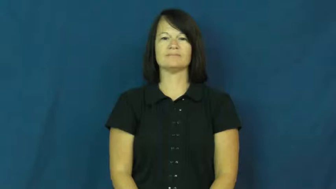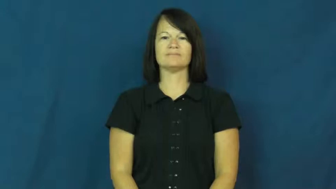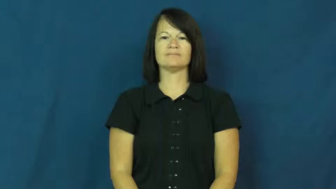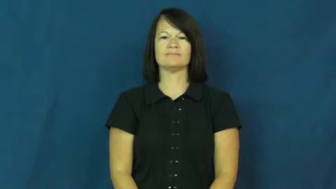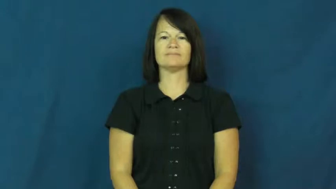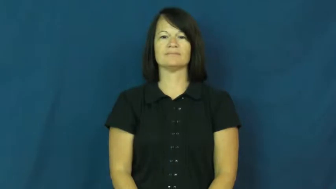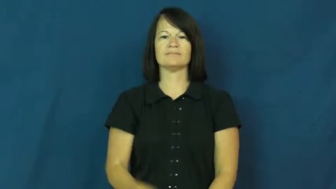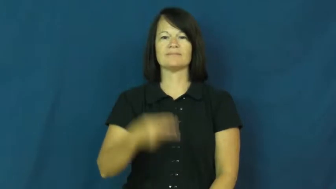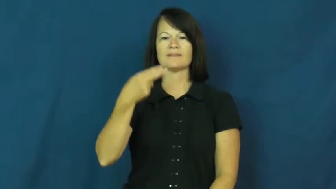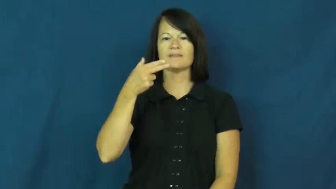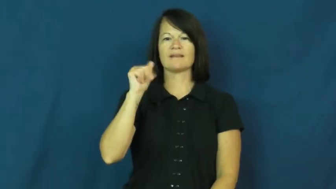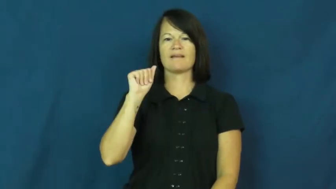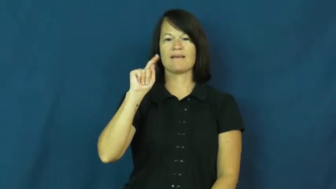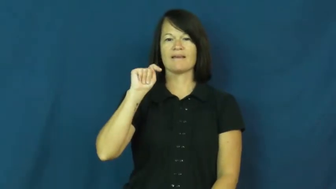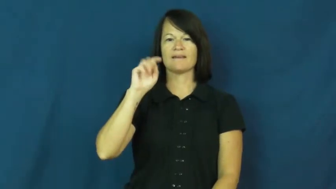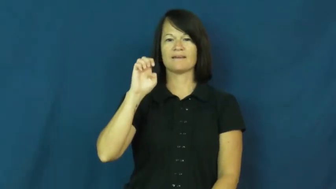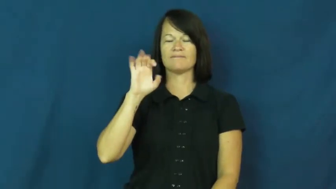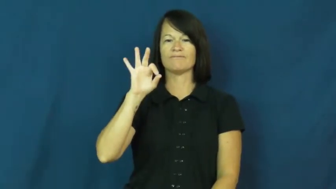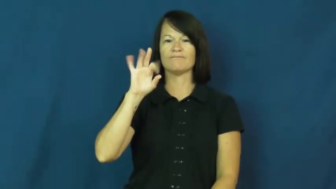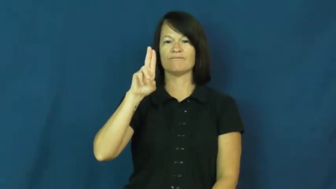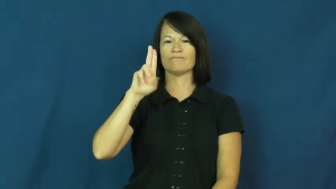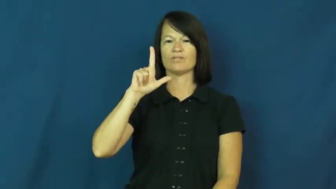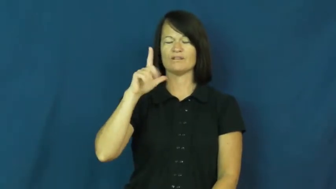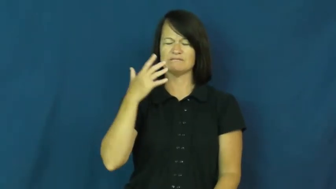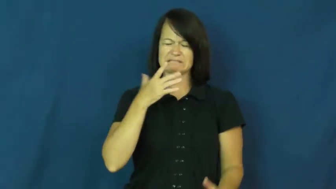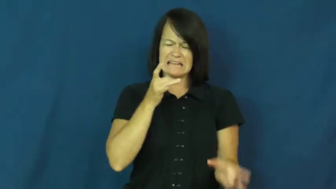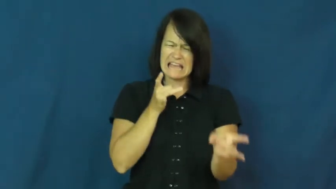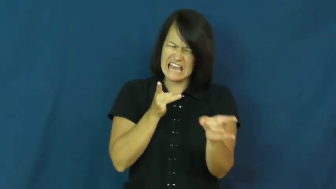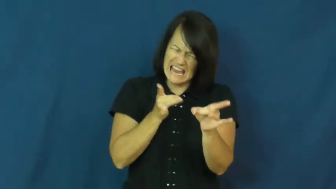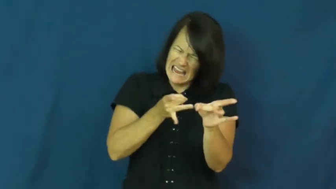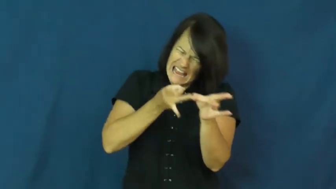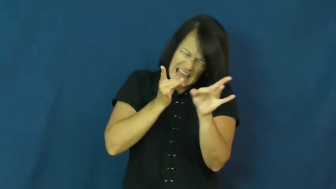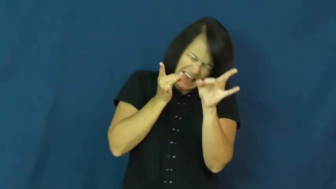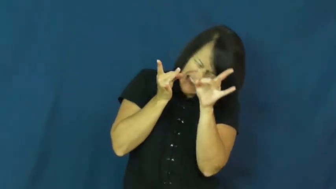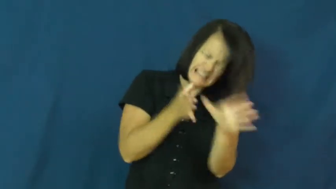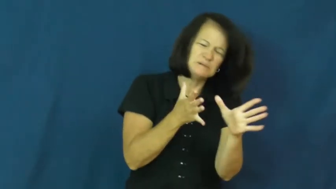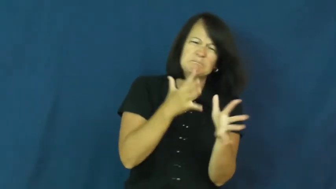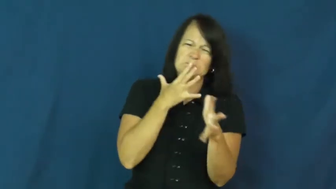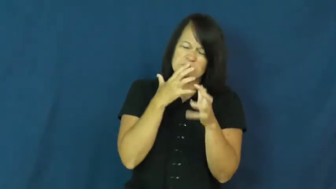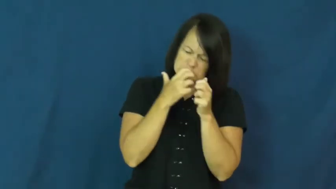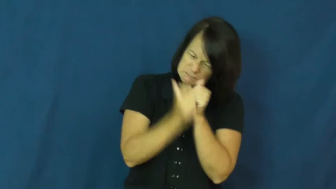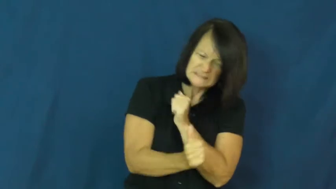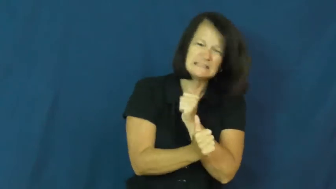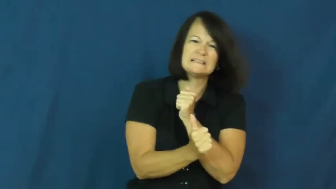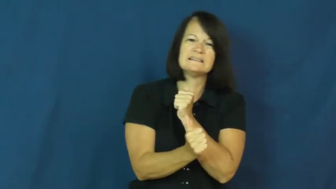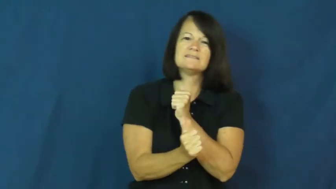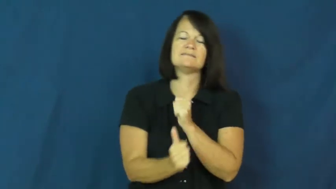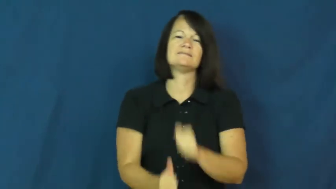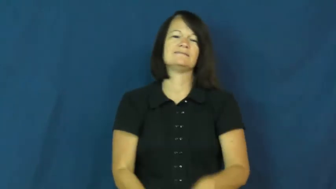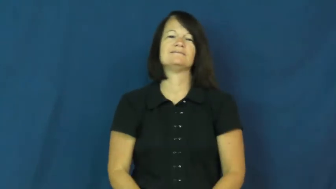hateful